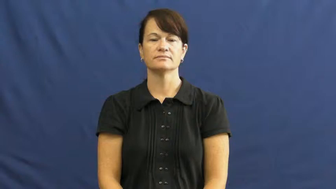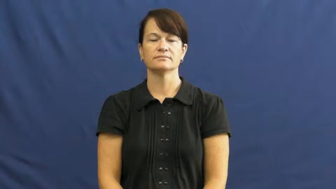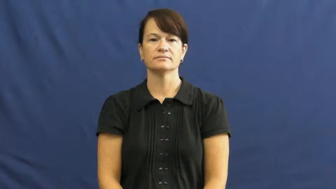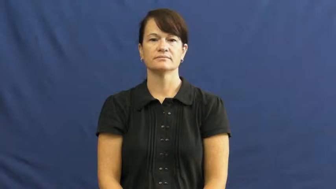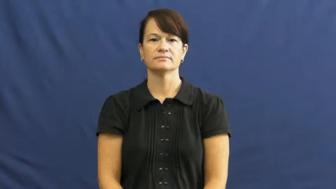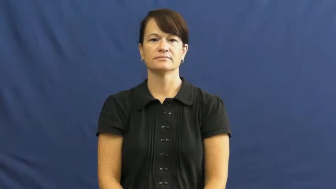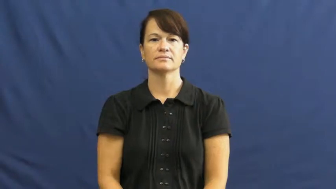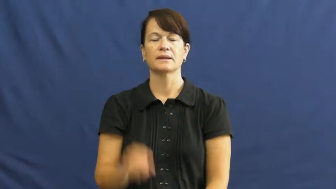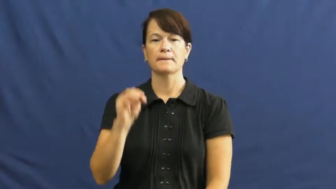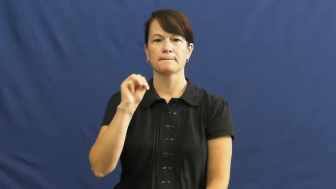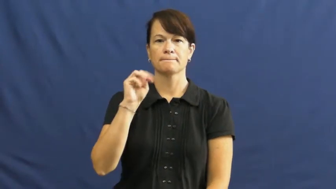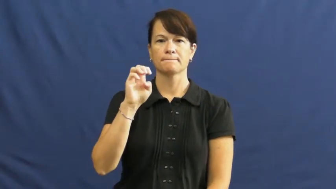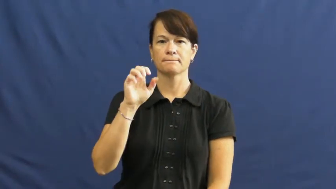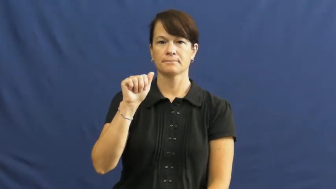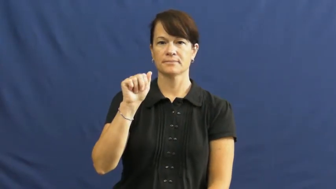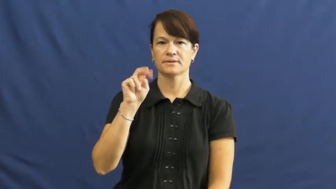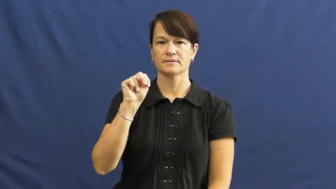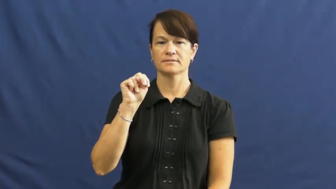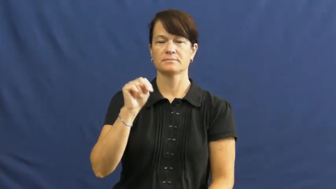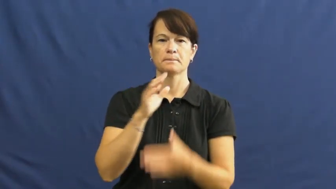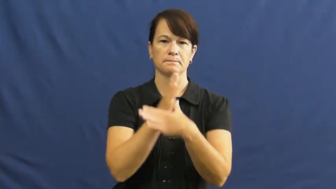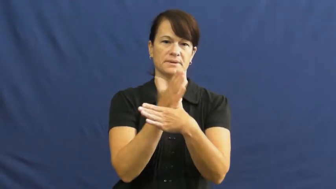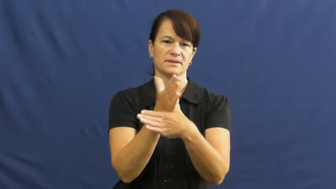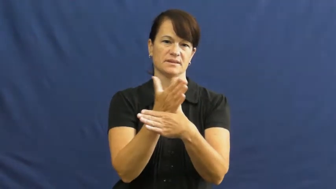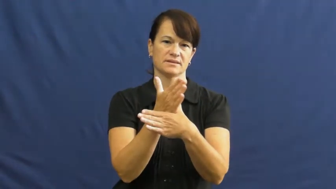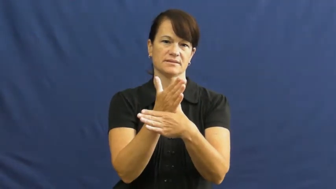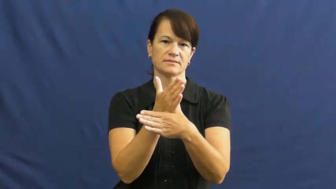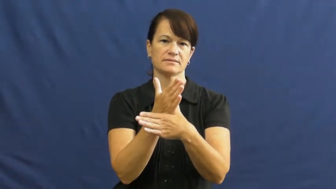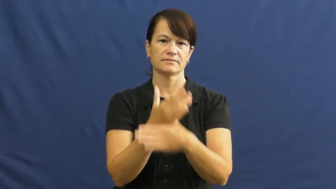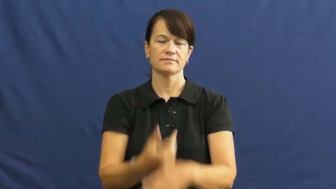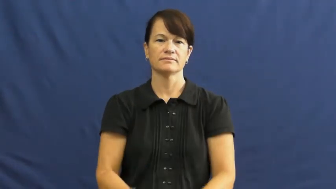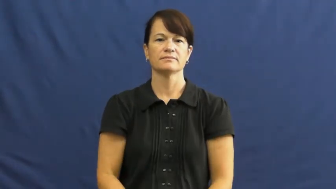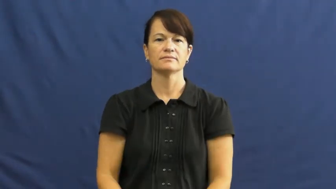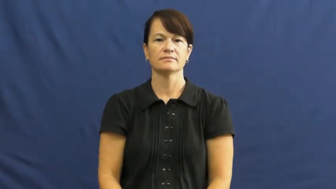mean-average